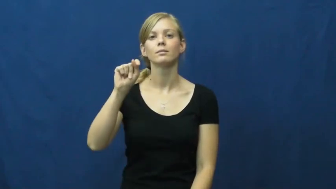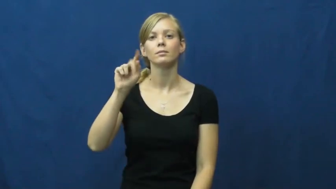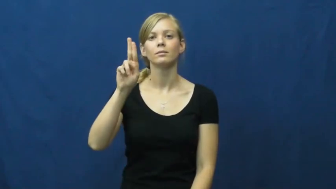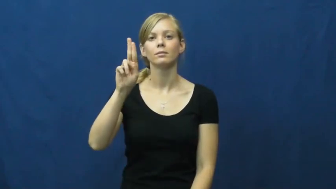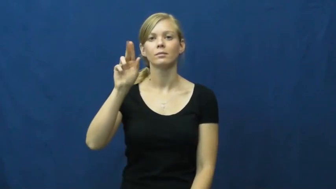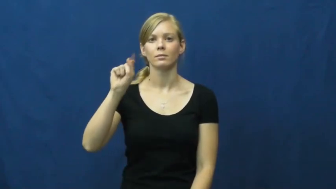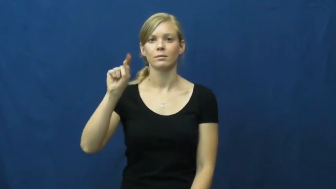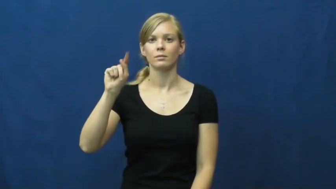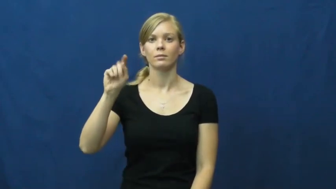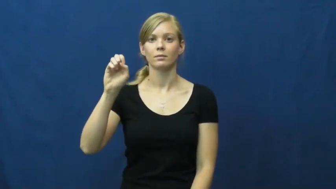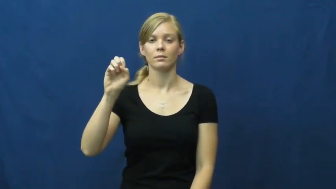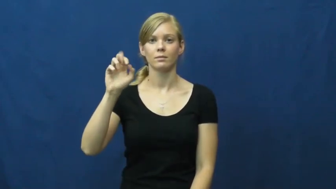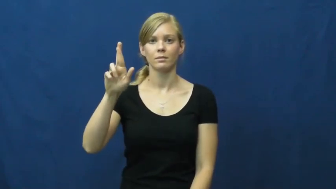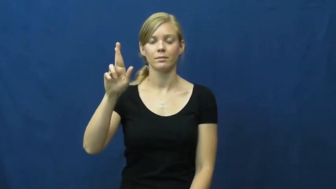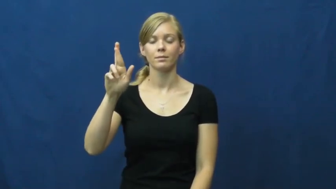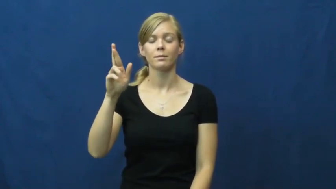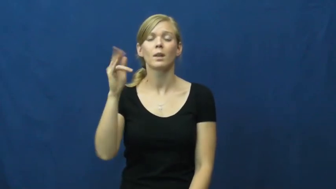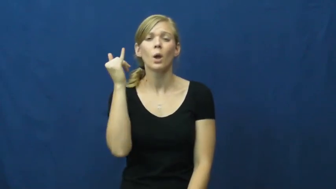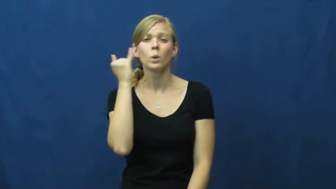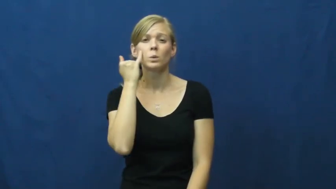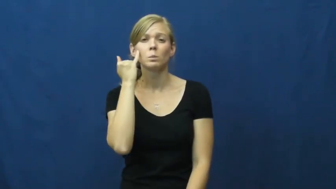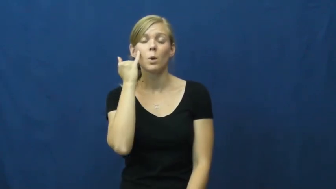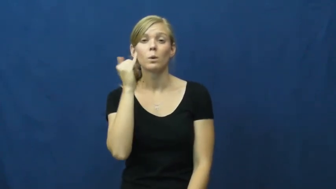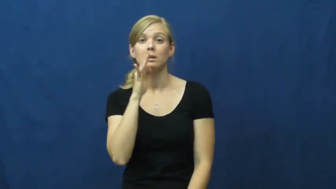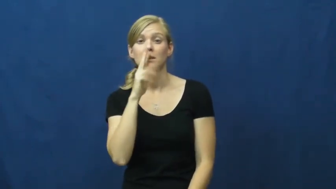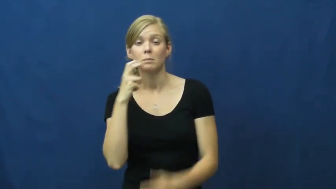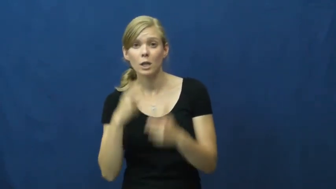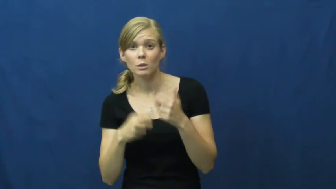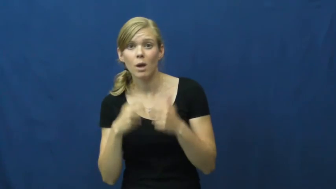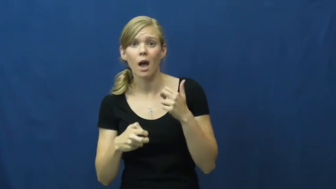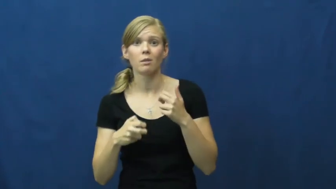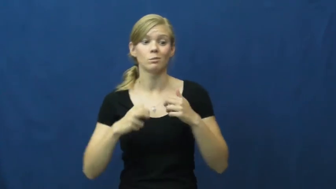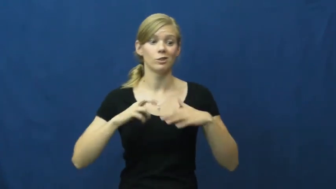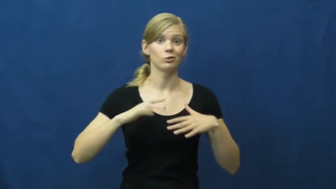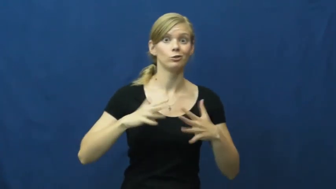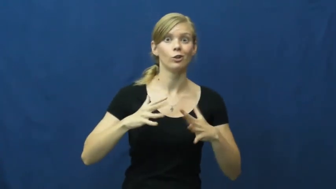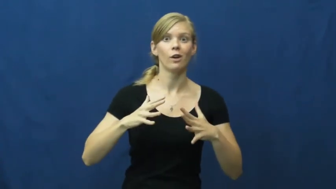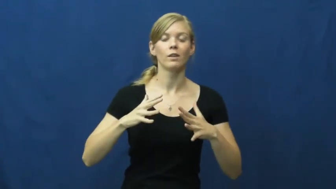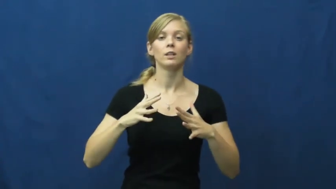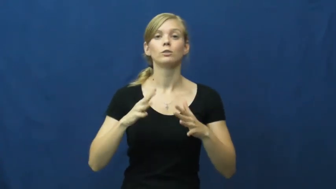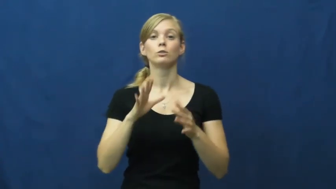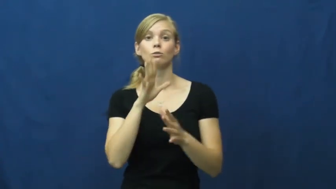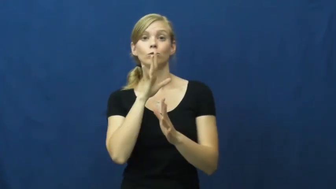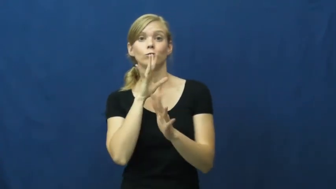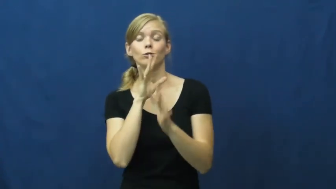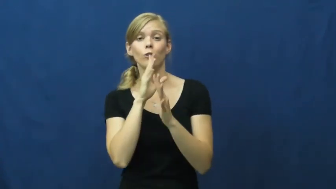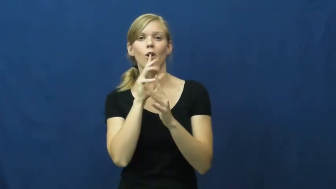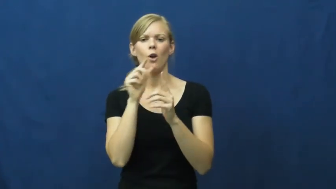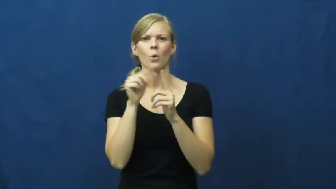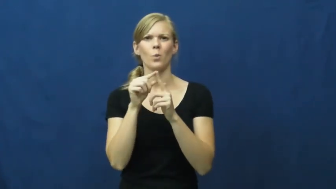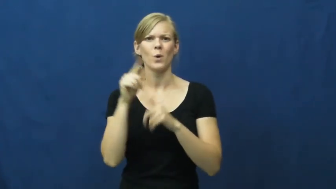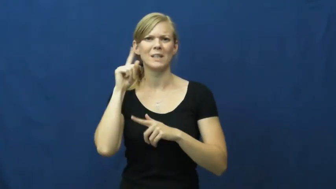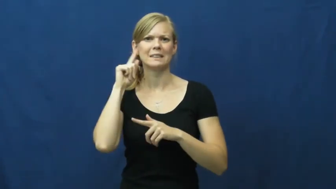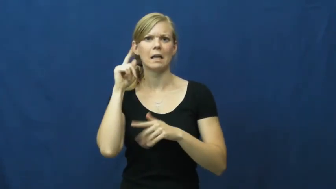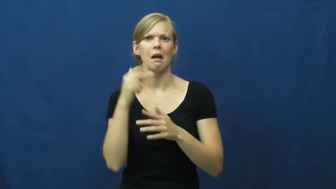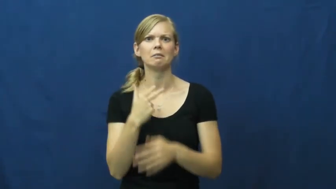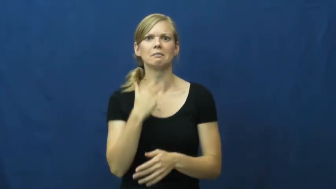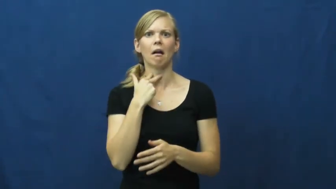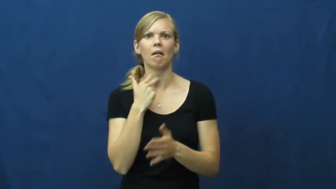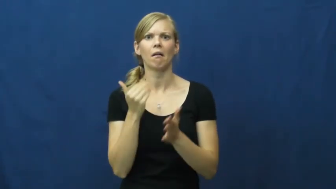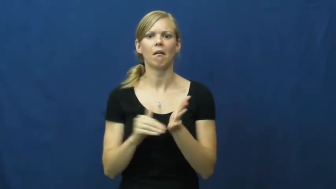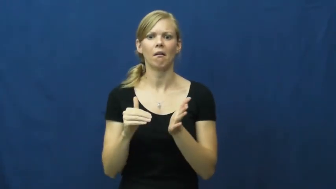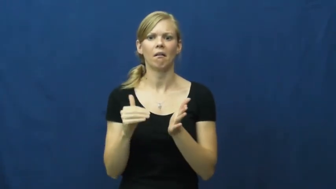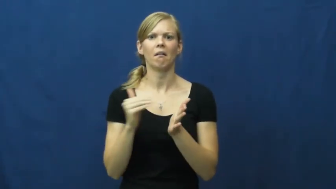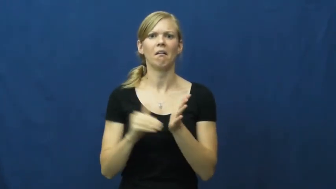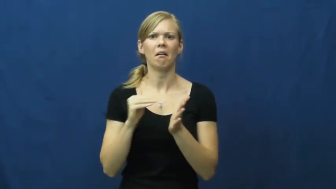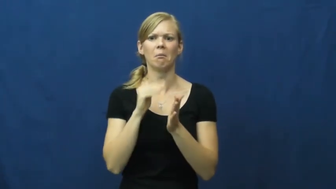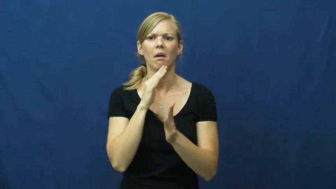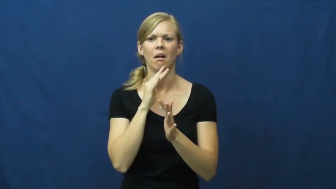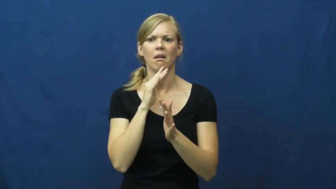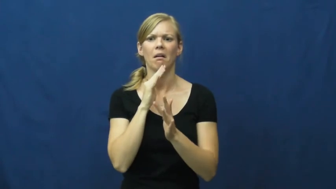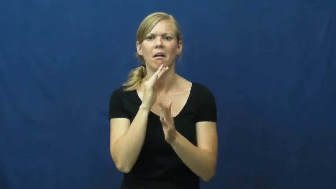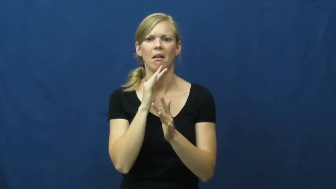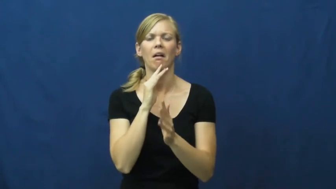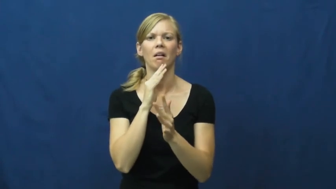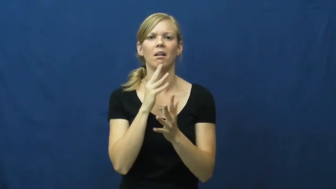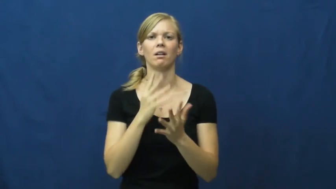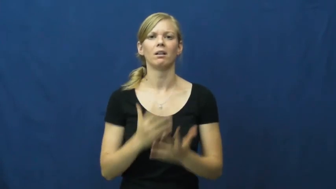stutter